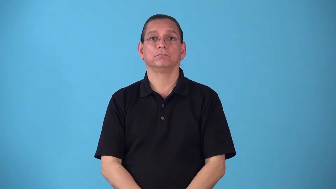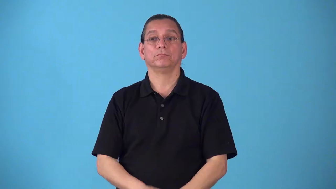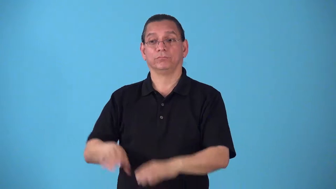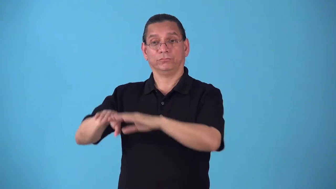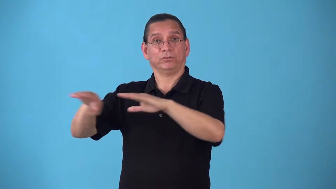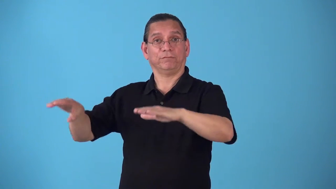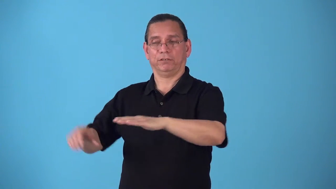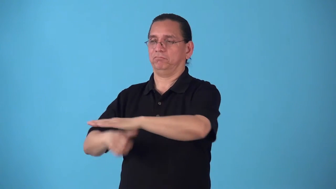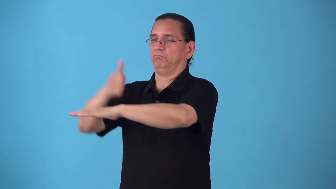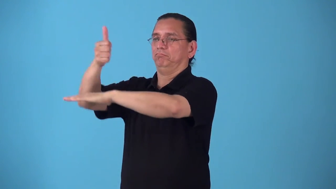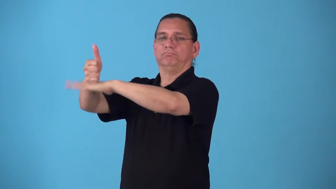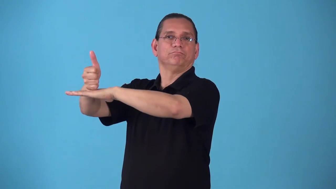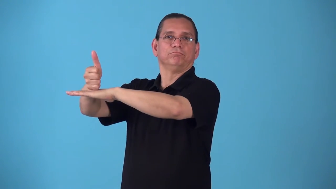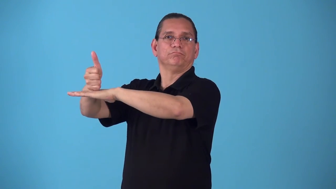shelve put on shelf